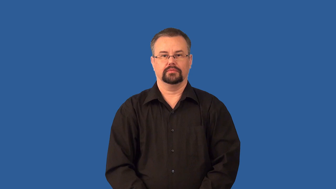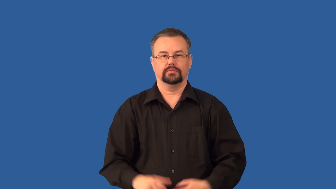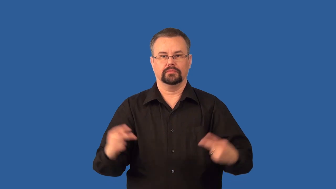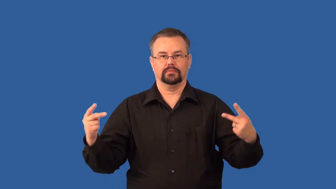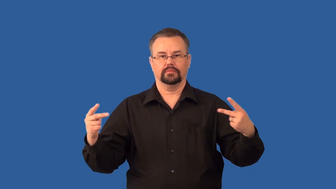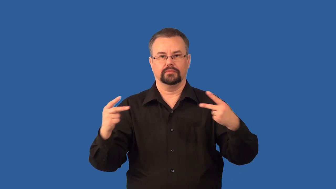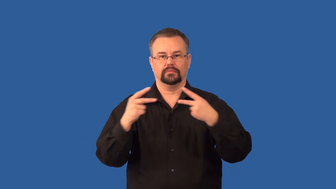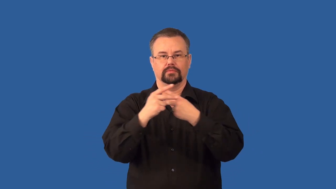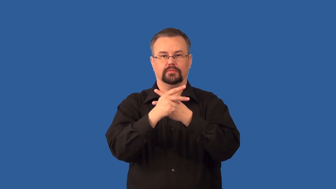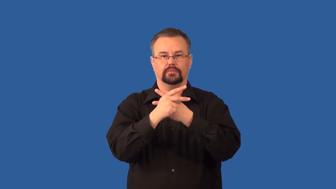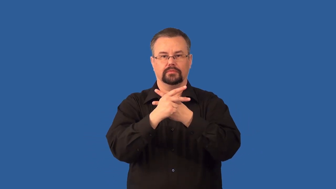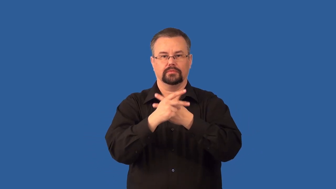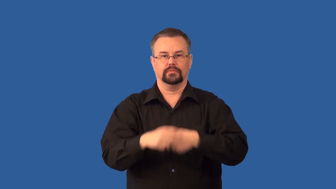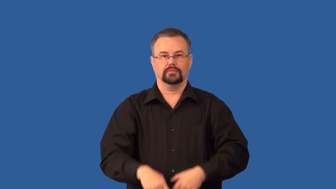mutant